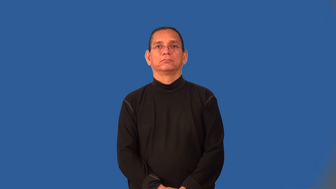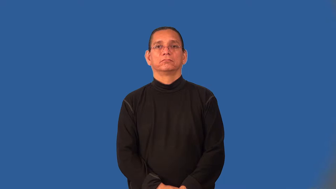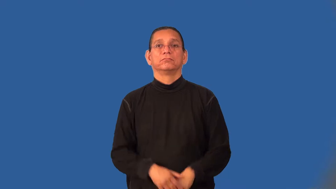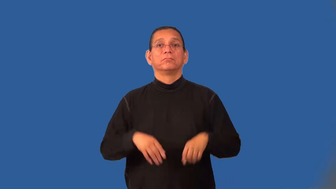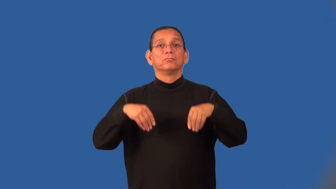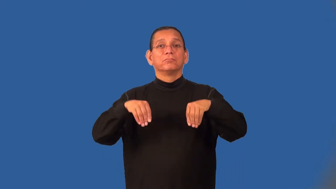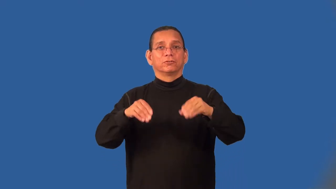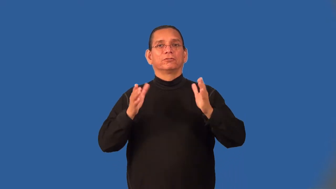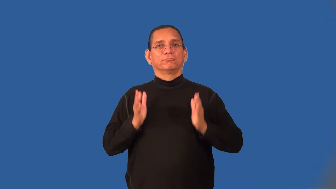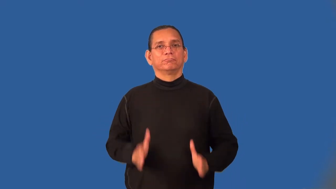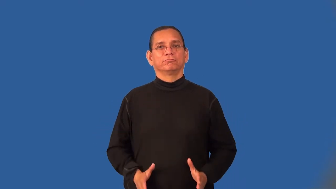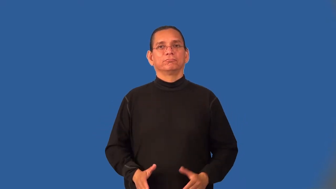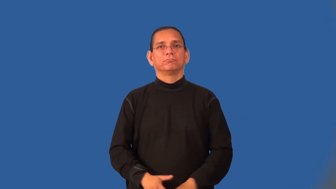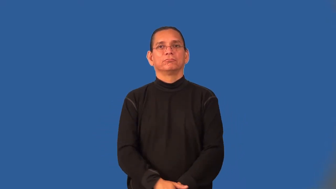trafficker